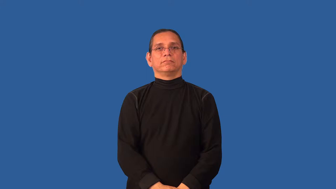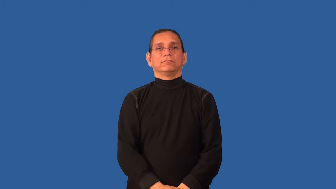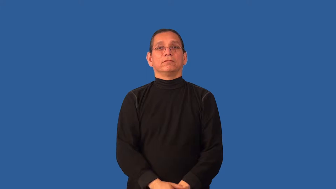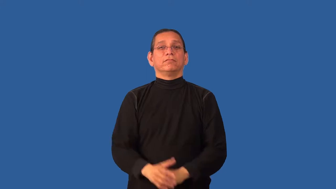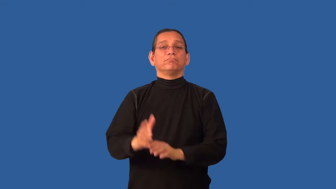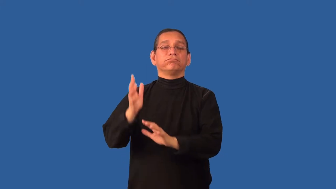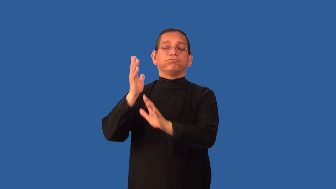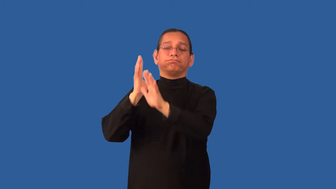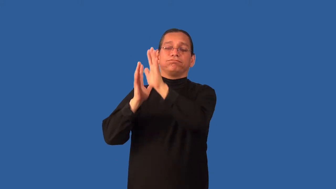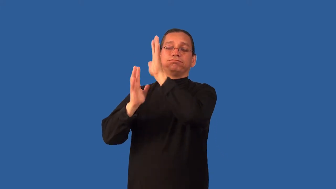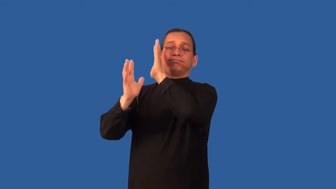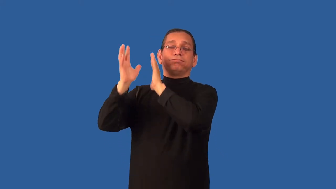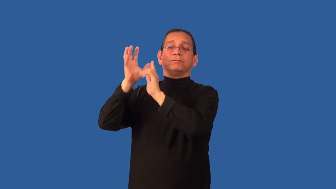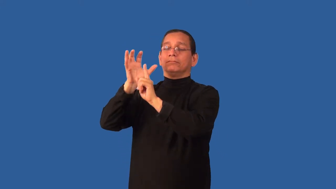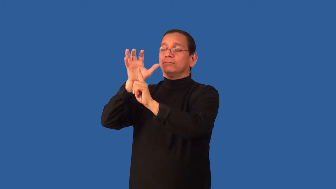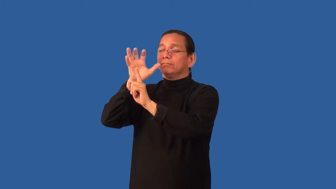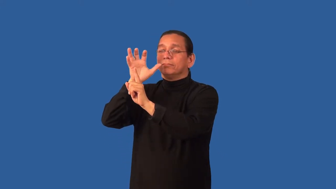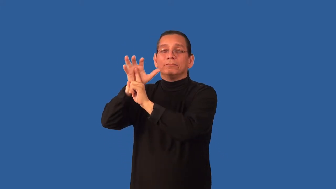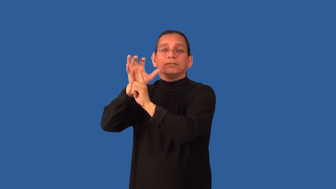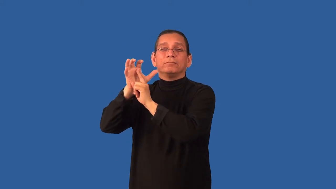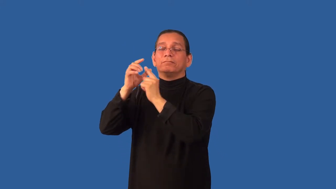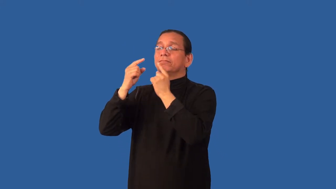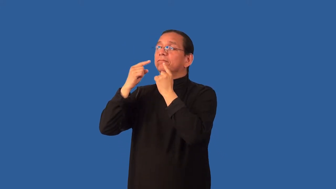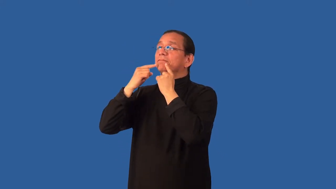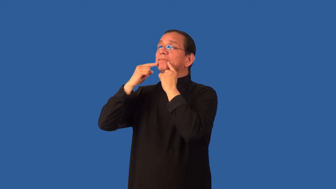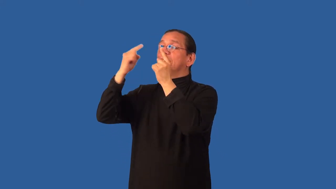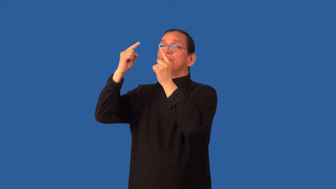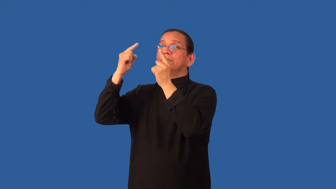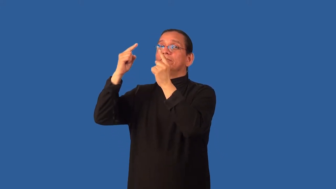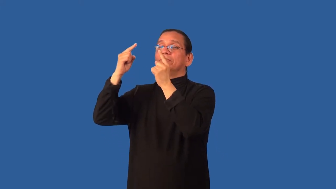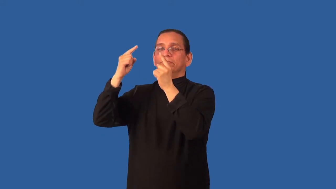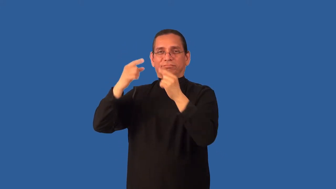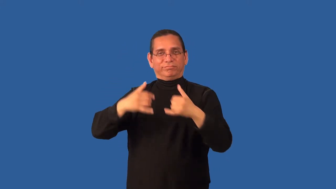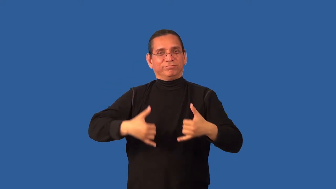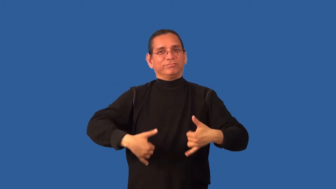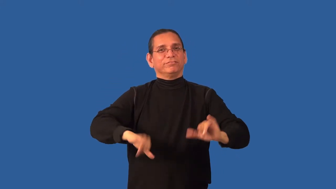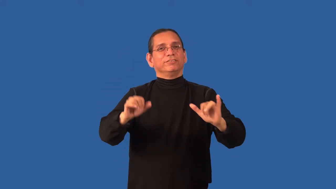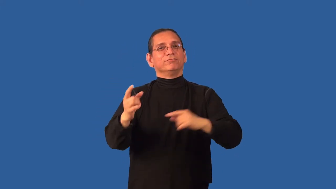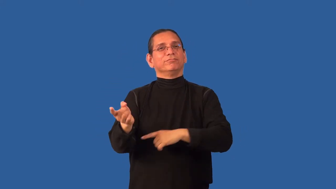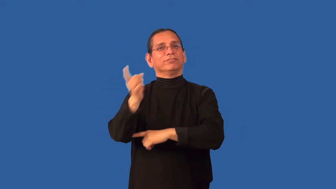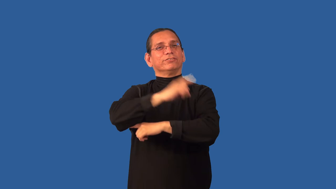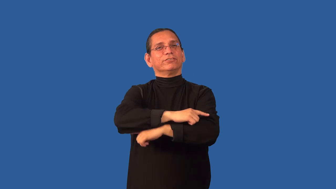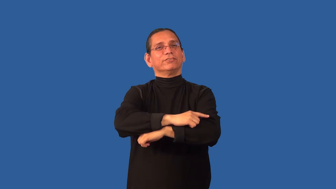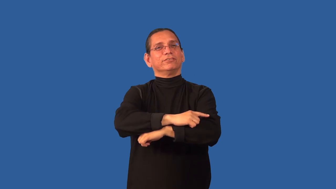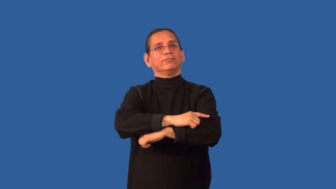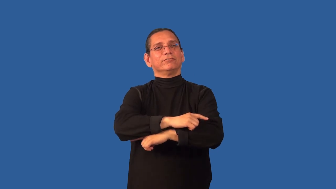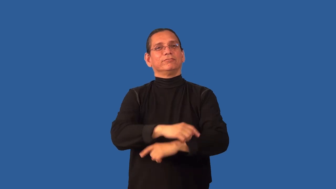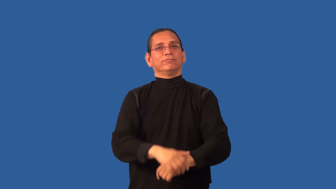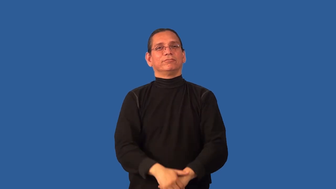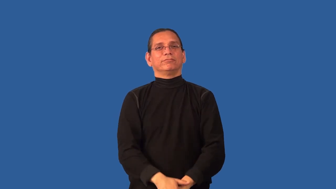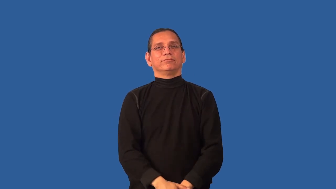classic-old